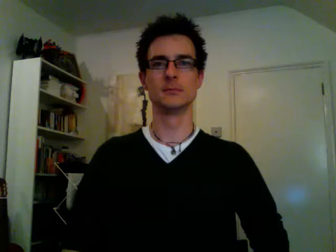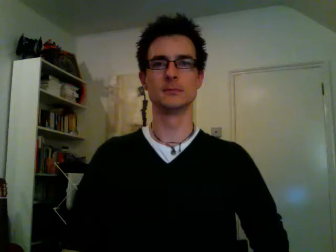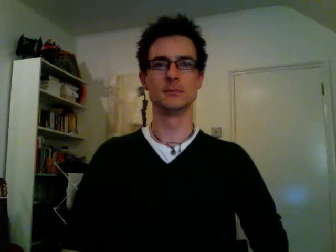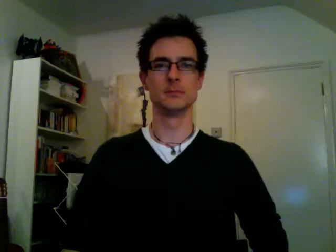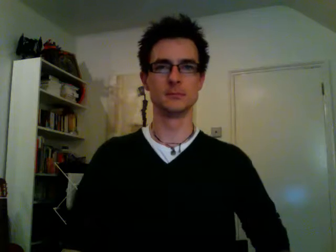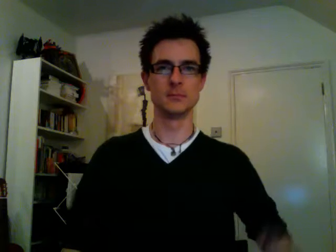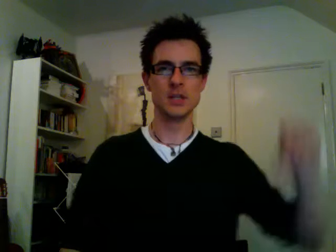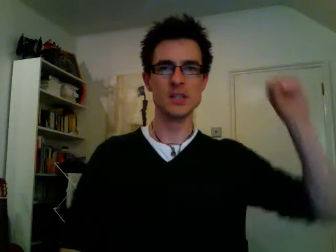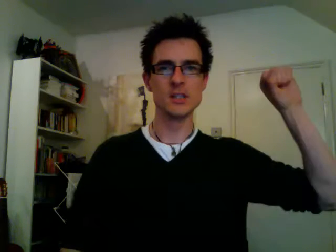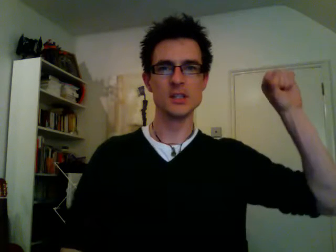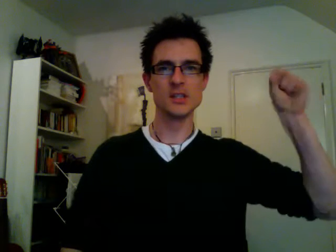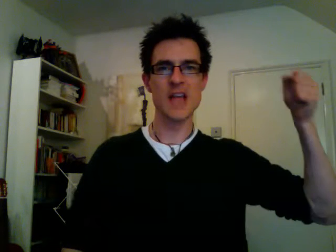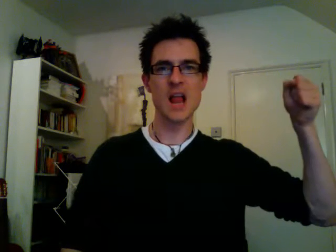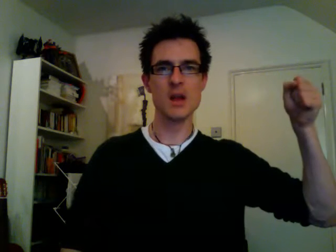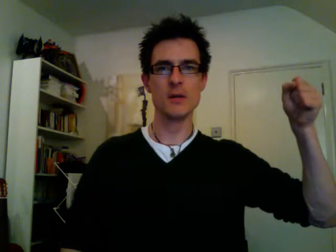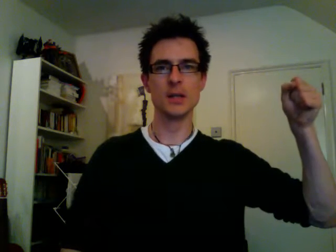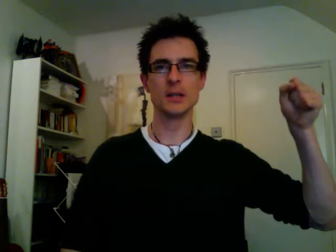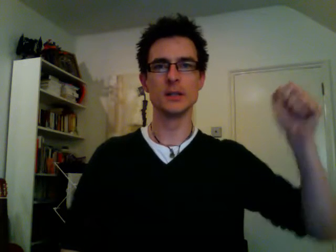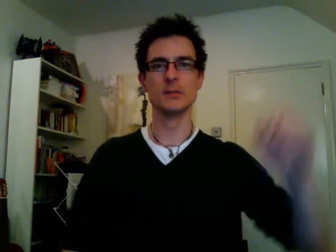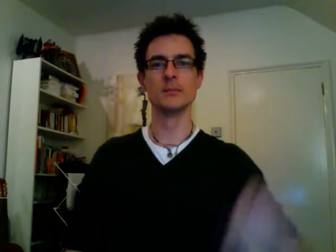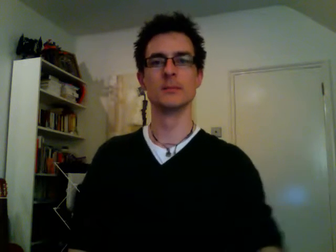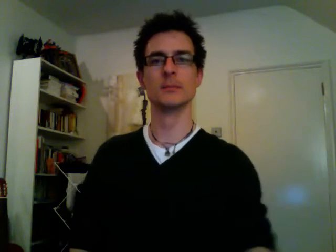celery